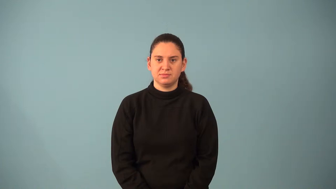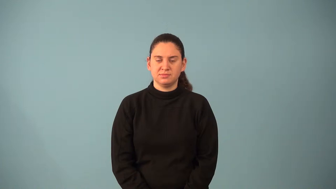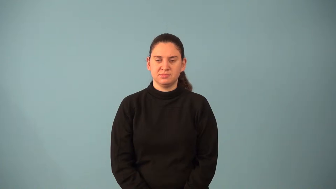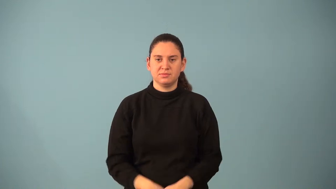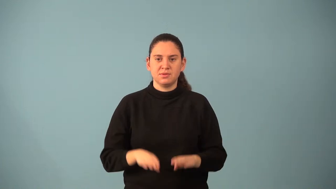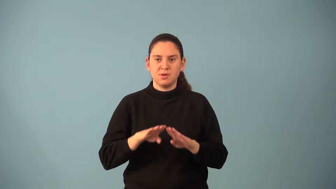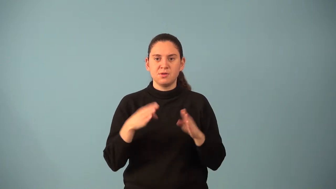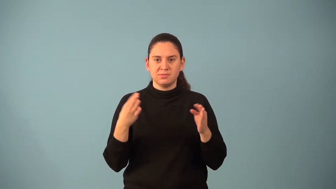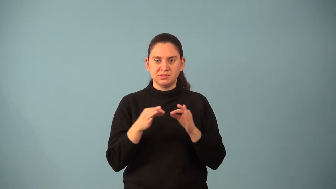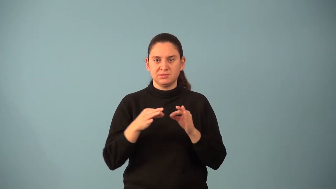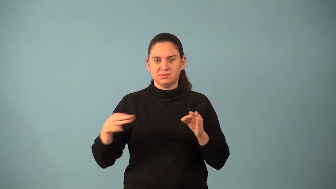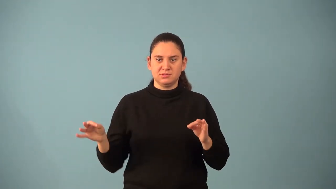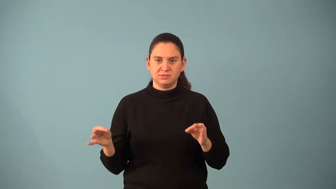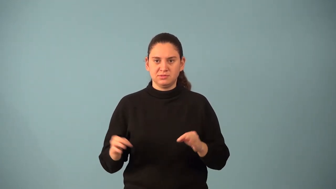open sentence